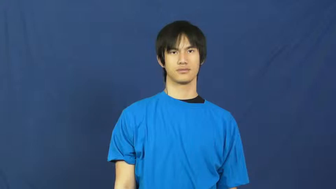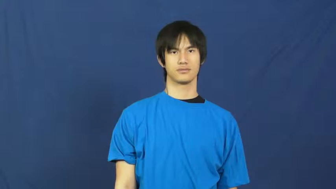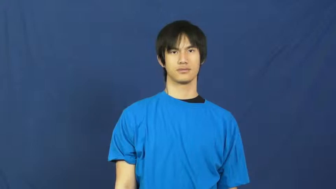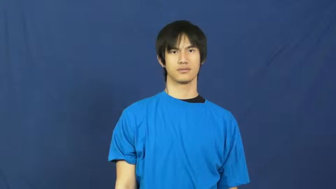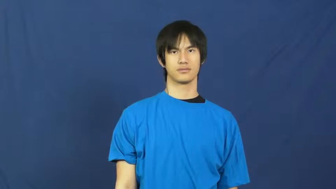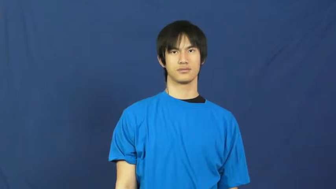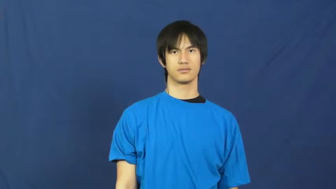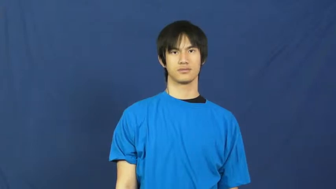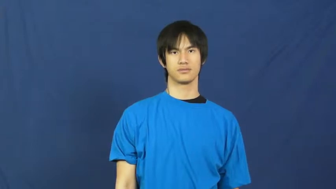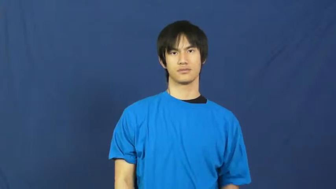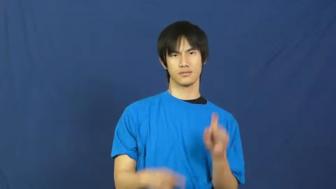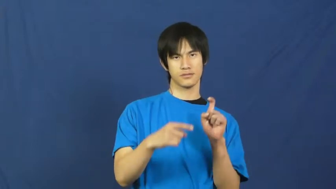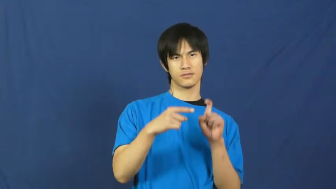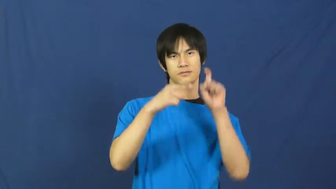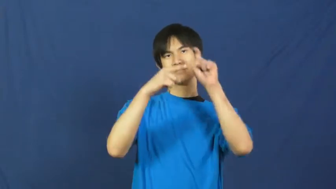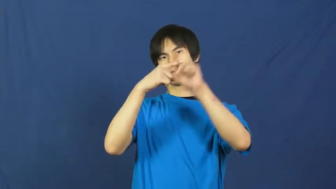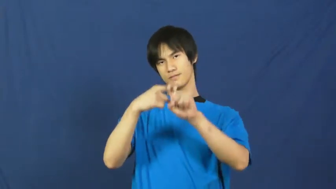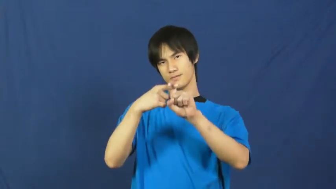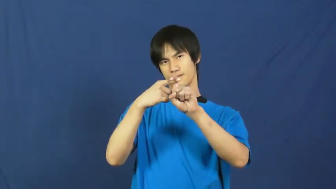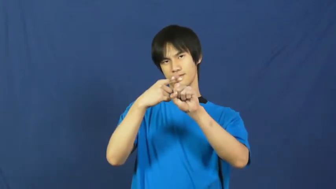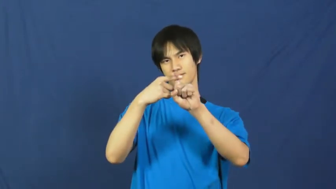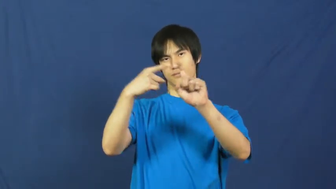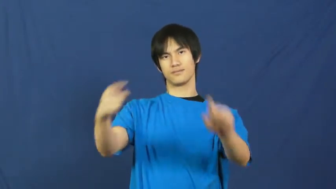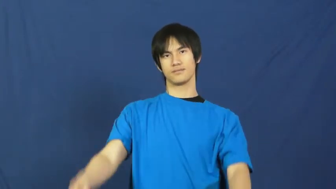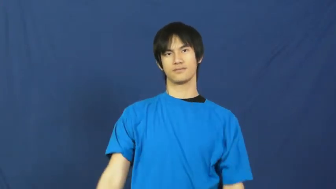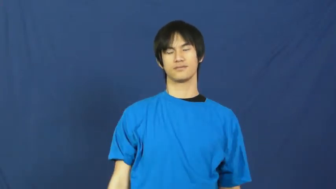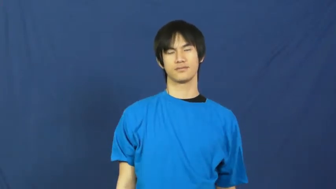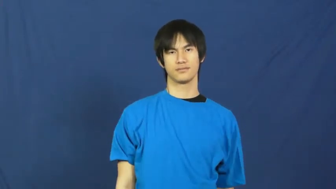hang